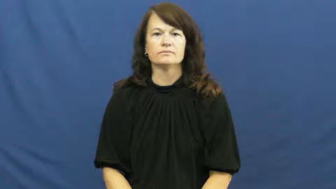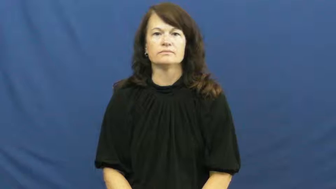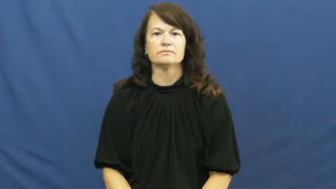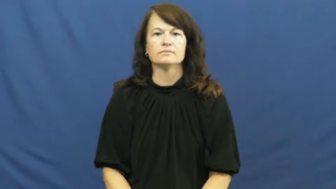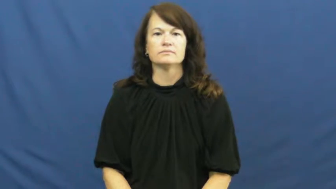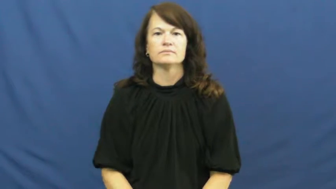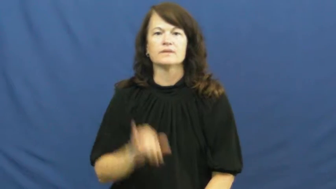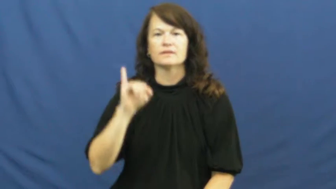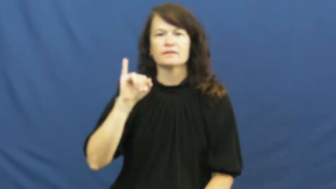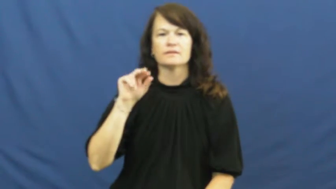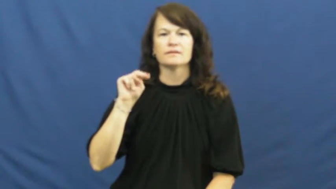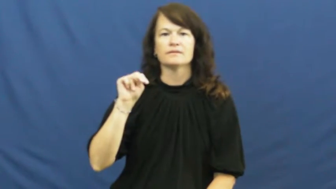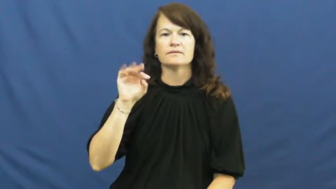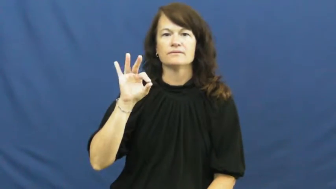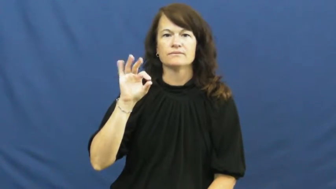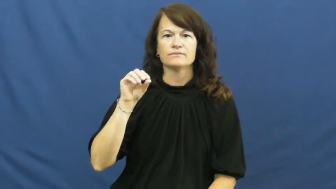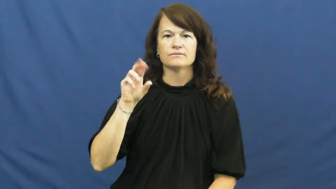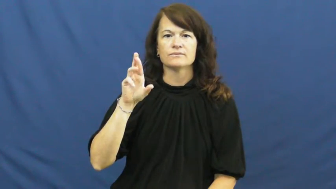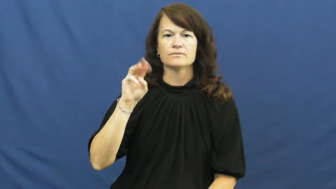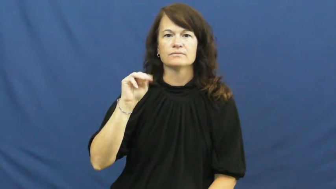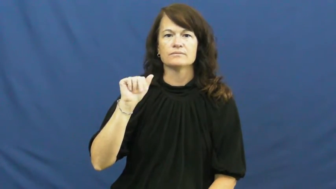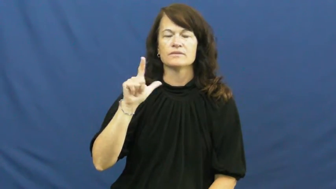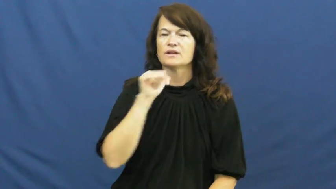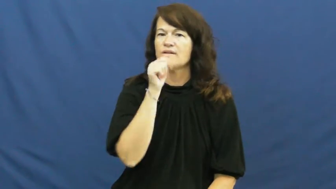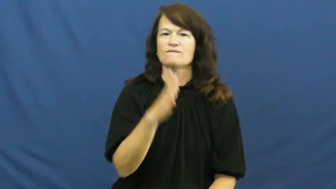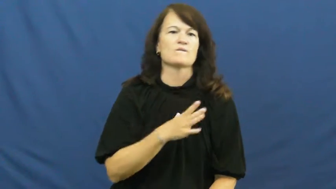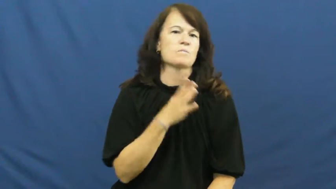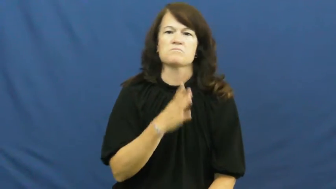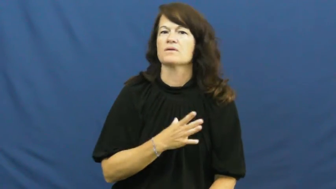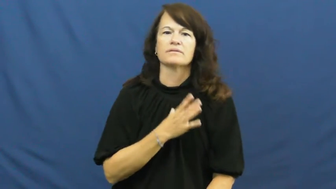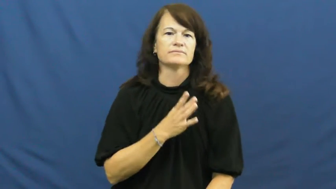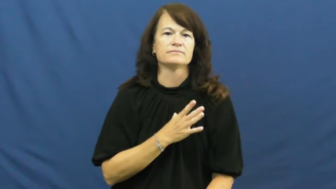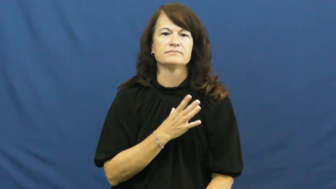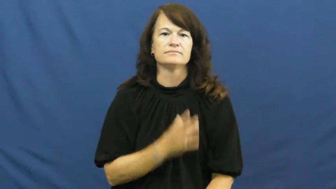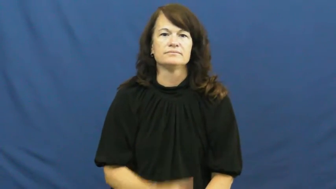informal